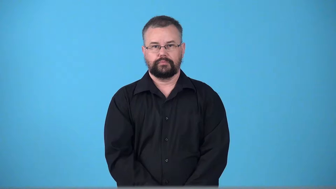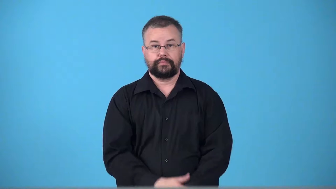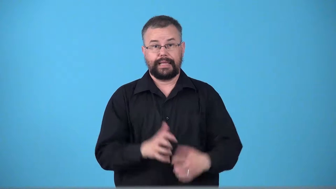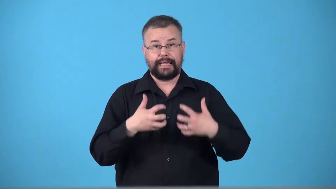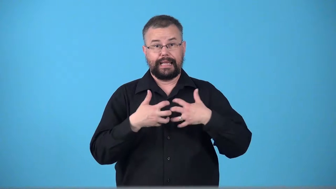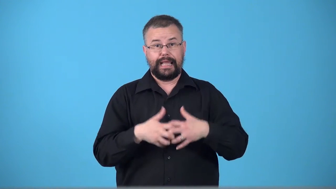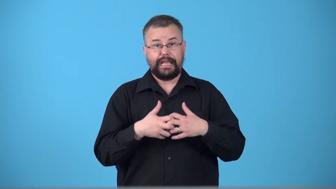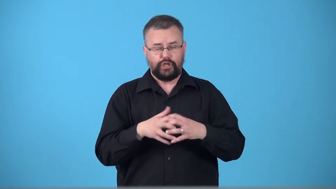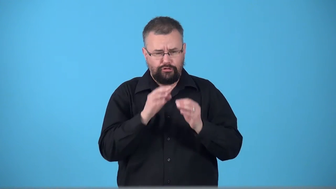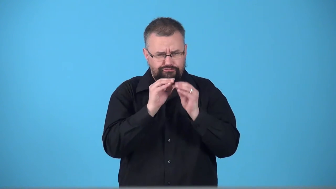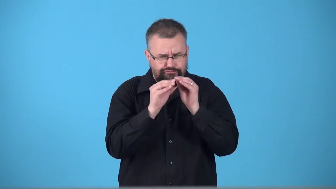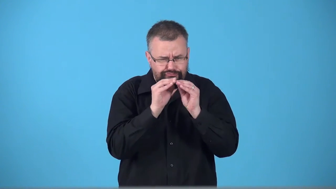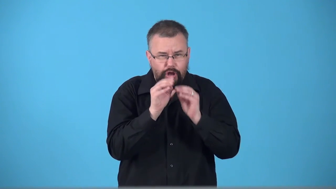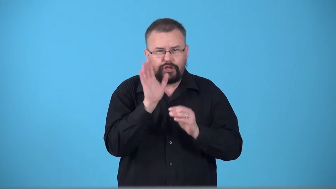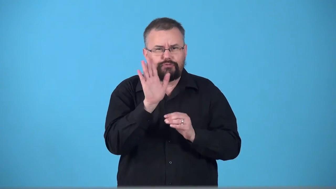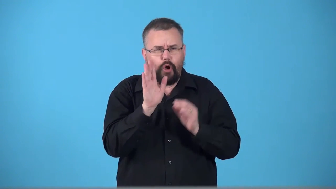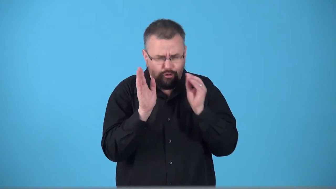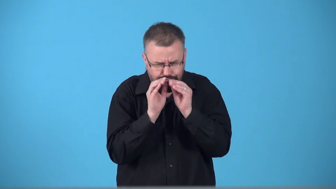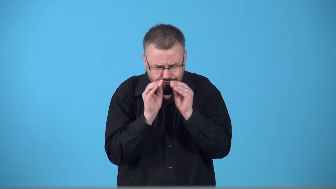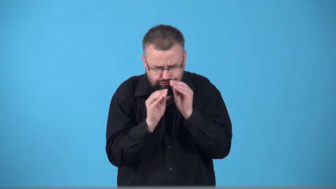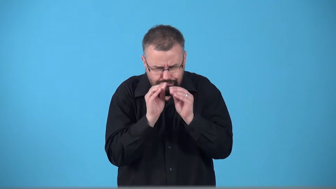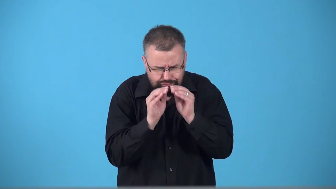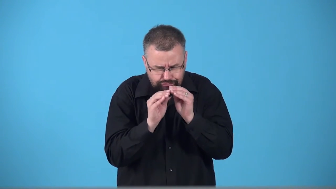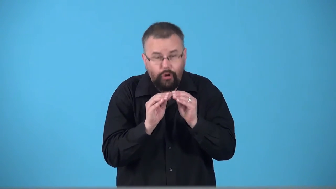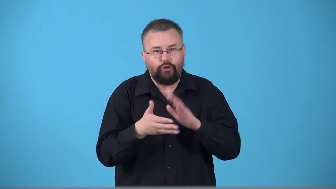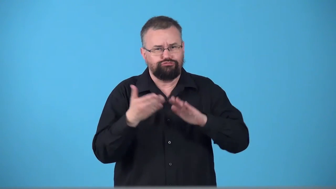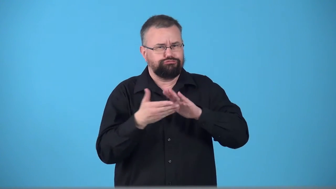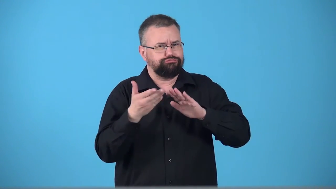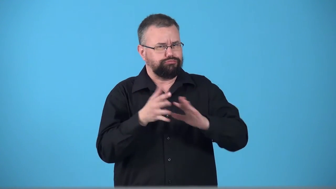tuneup car